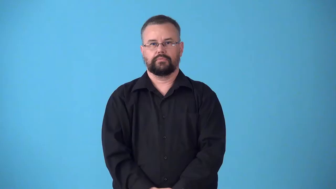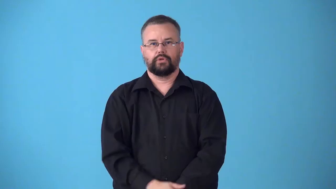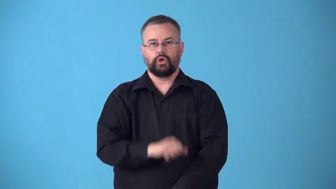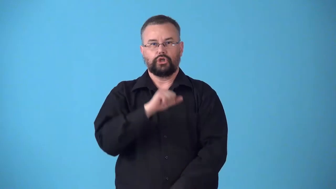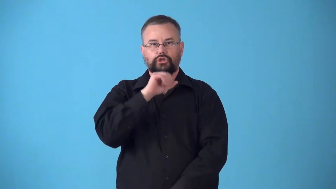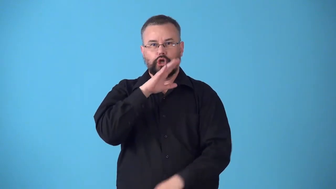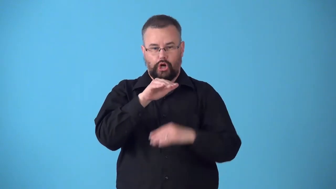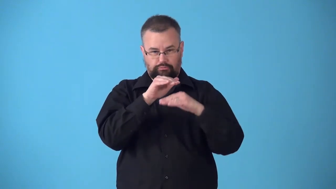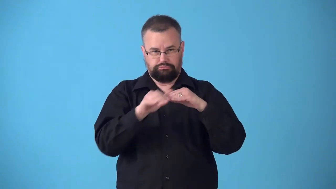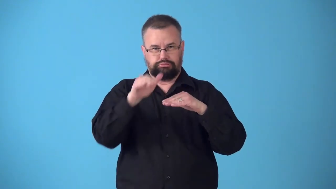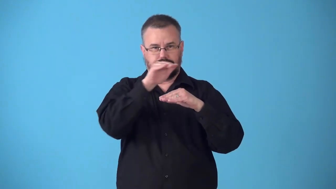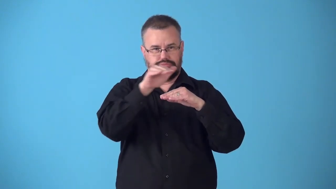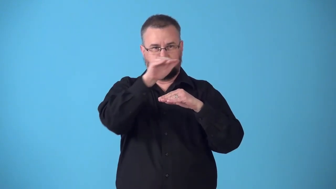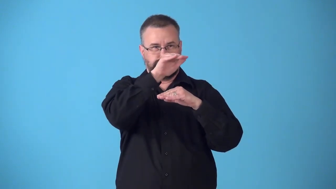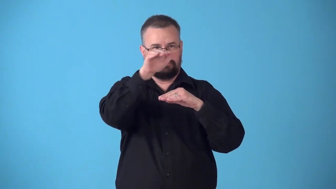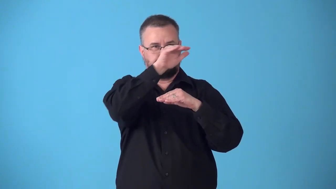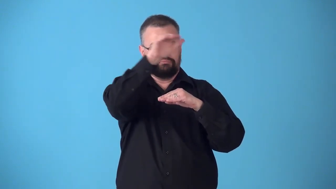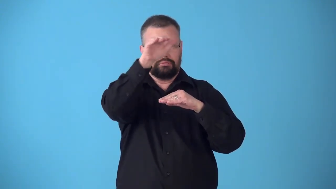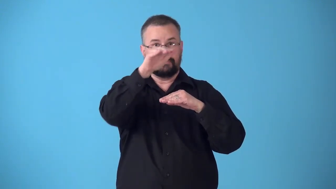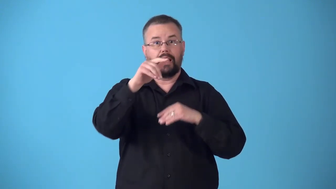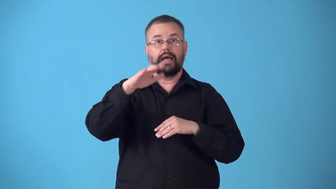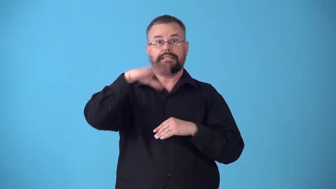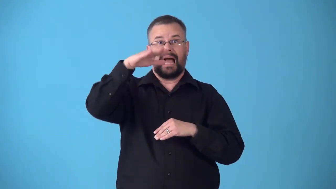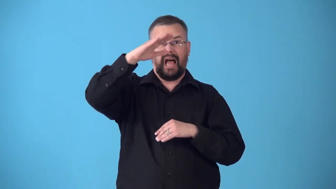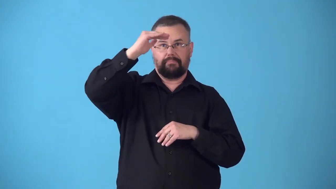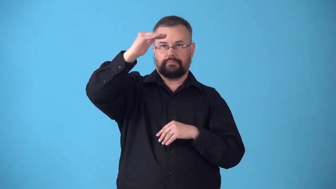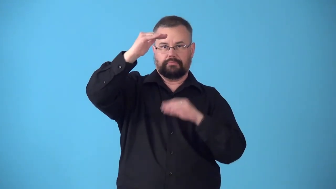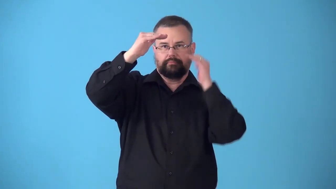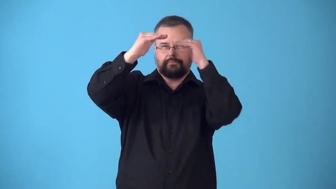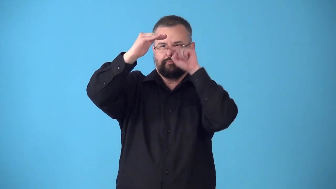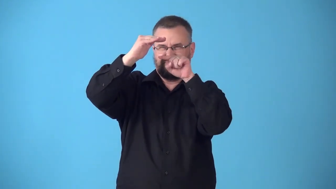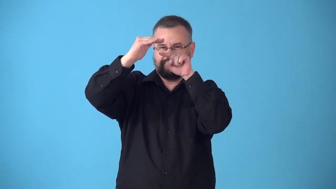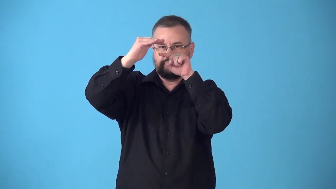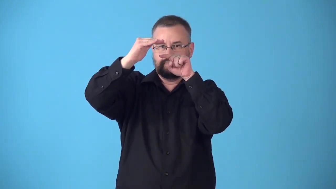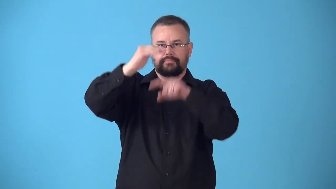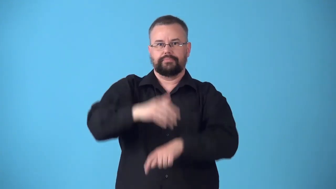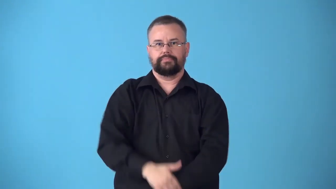subsoil